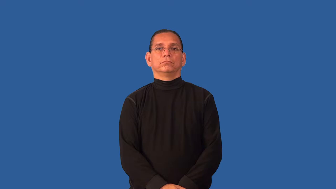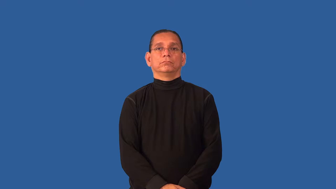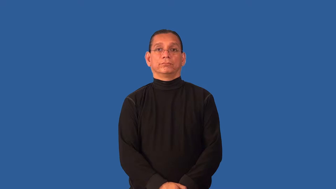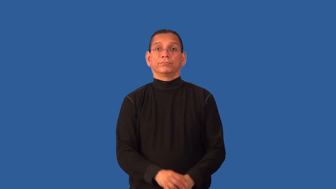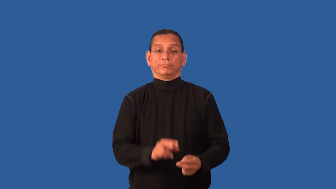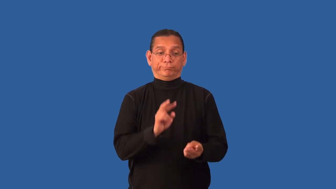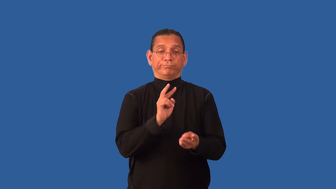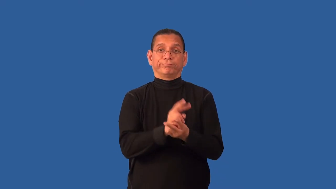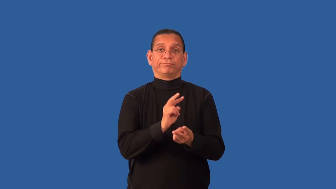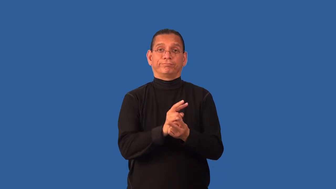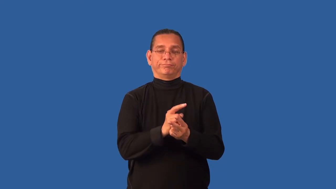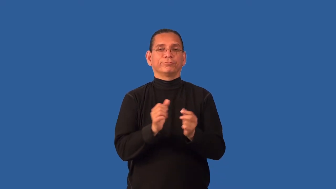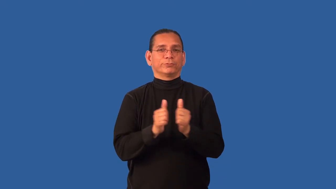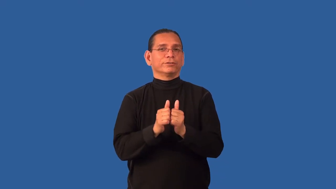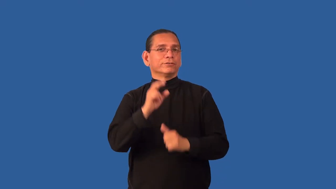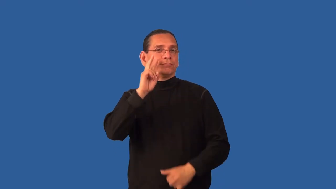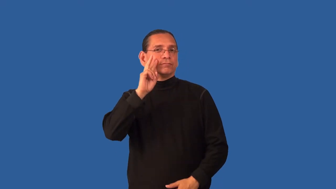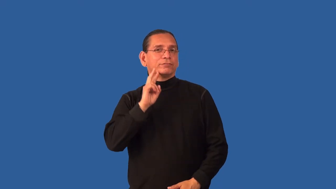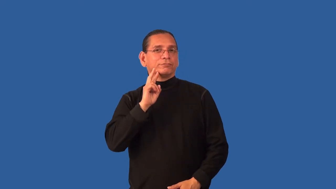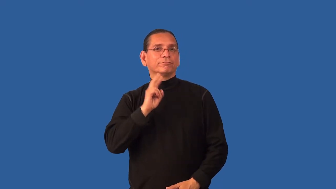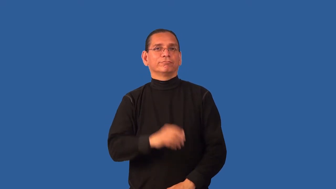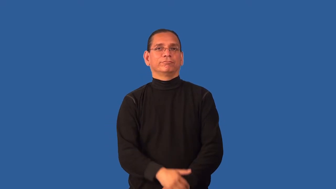deflower